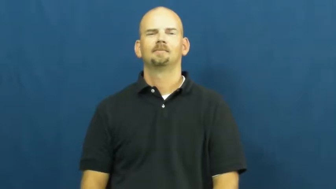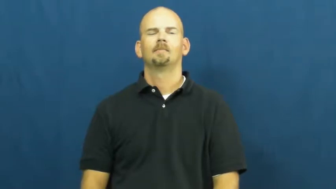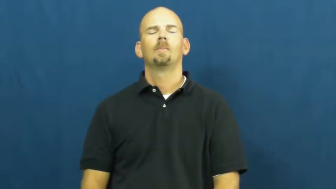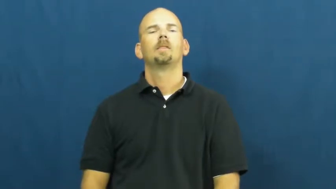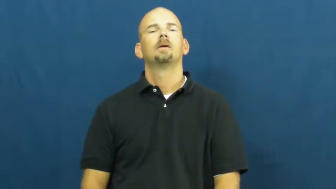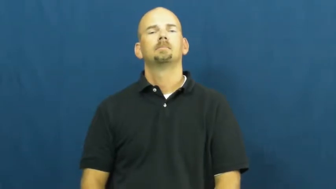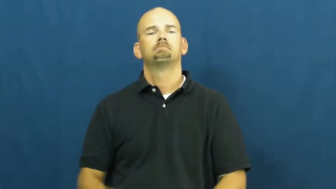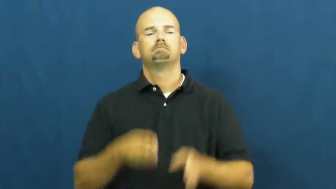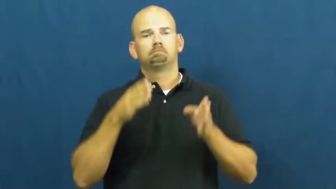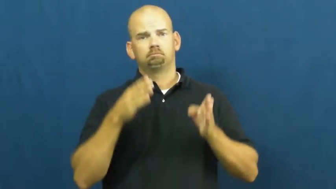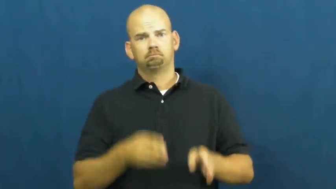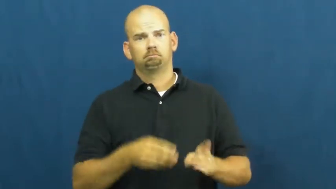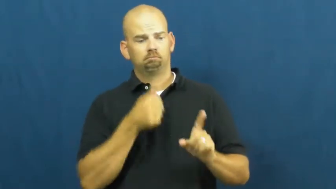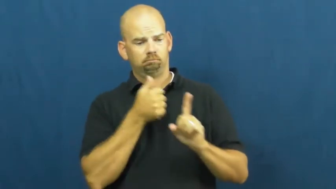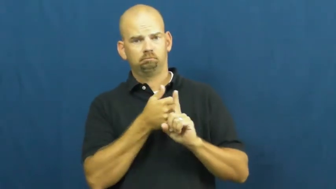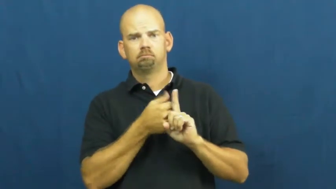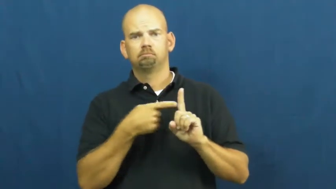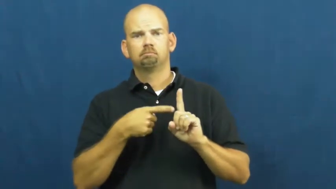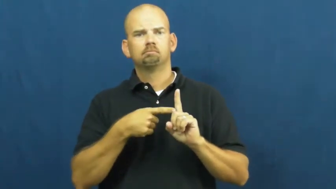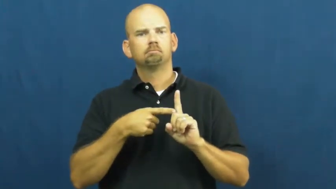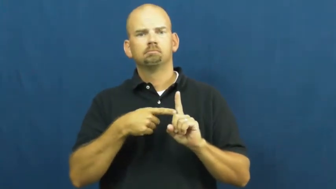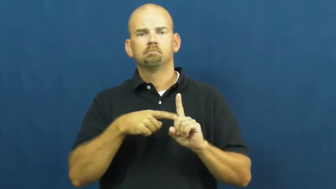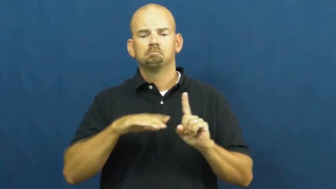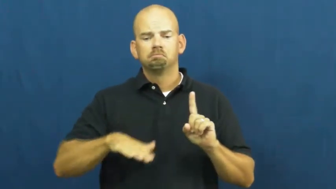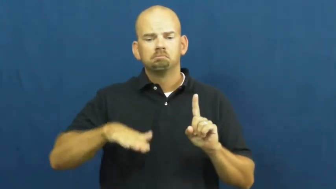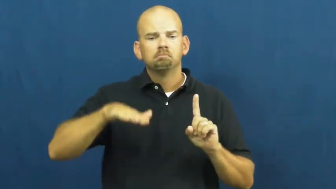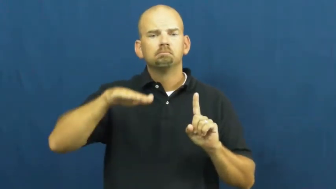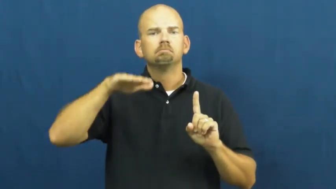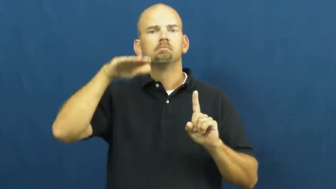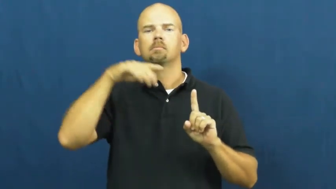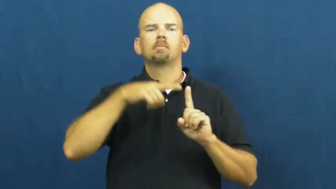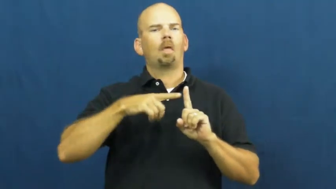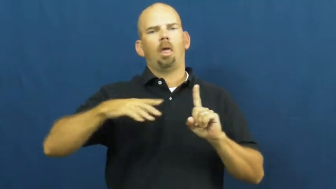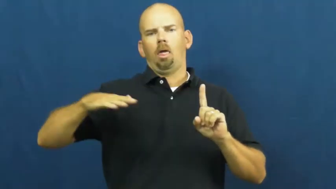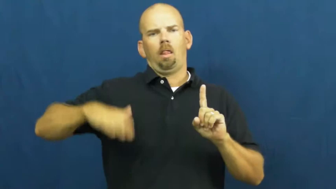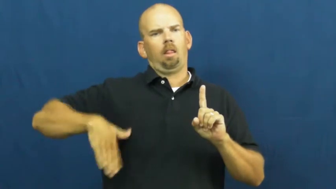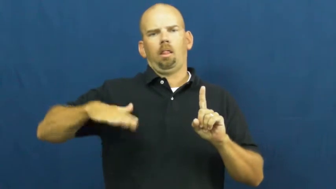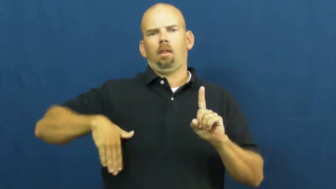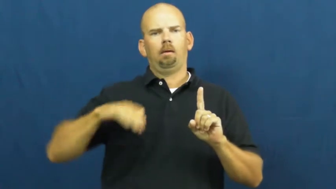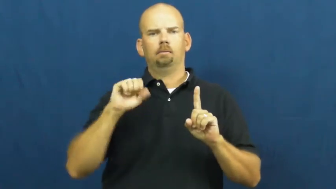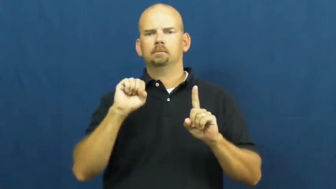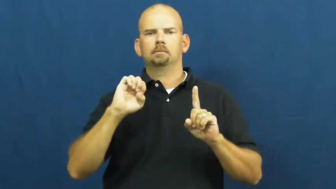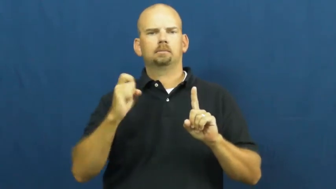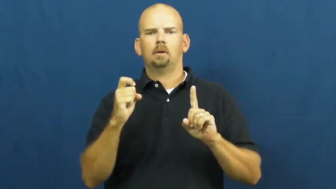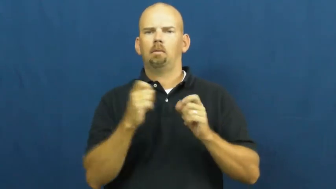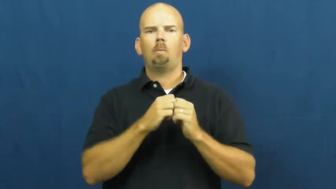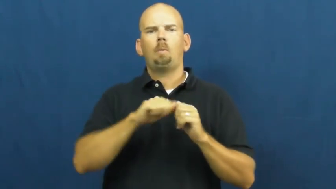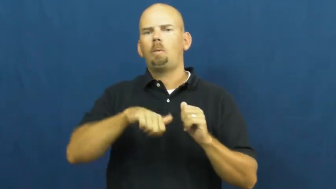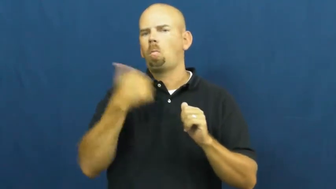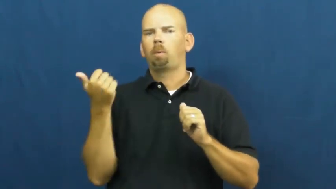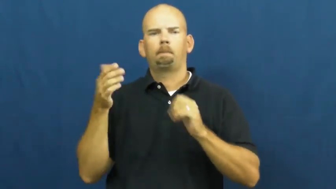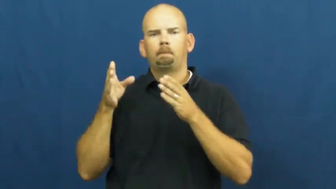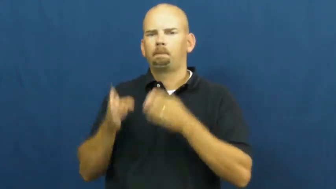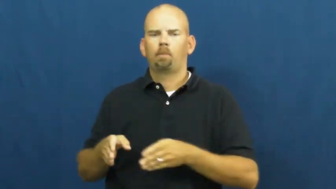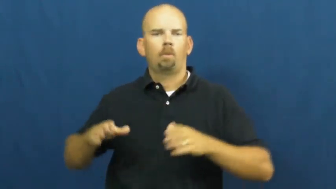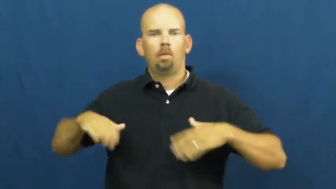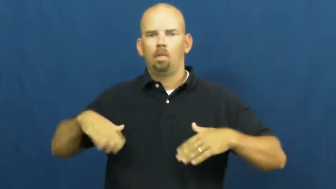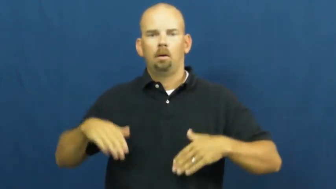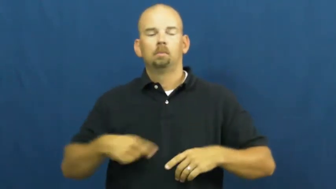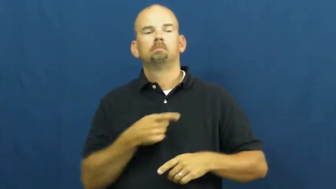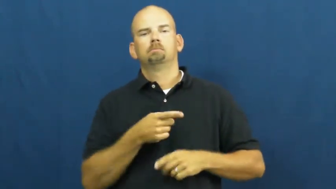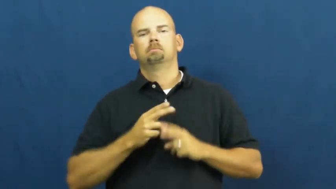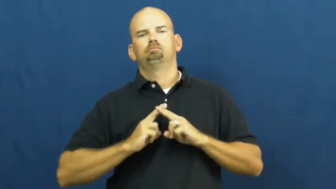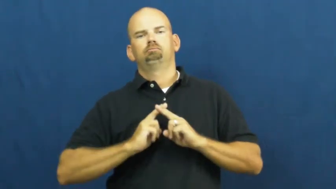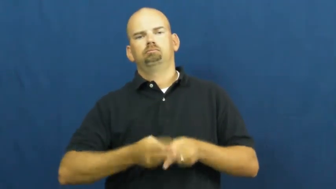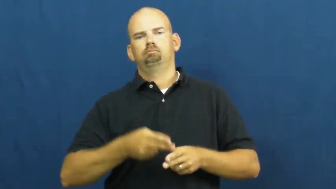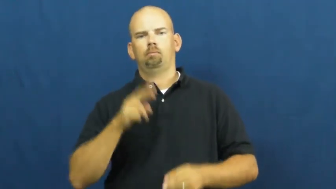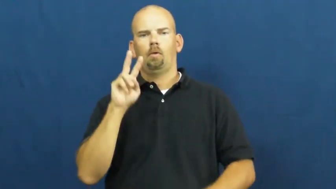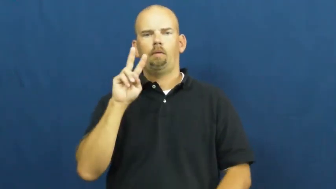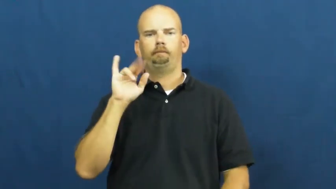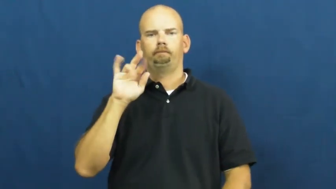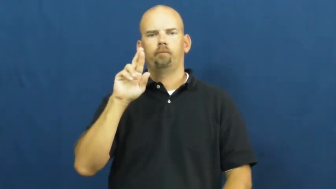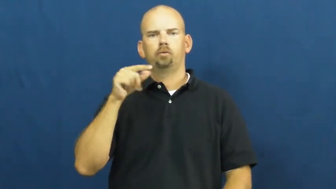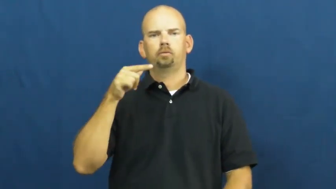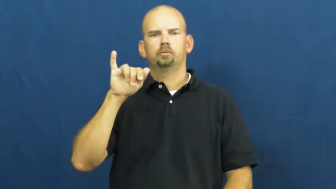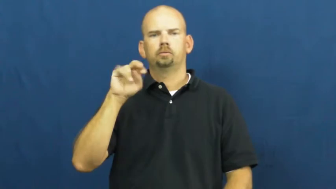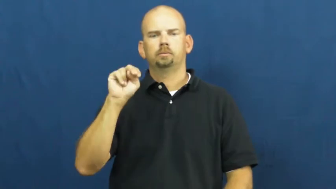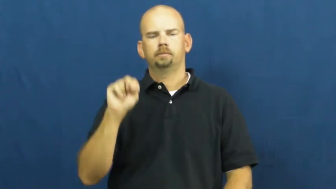virgin,pure,vestal,honor